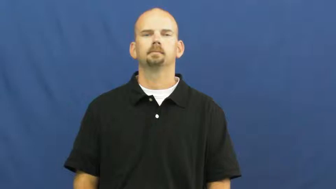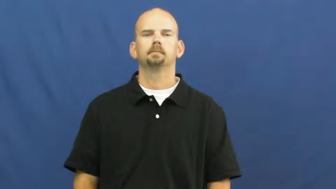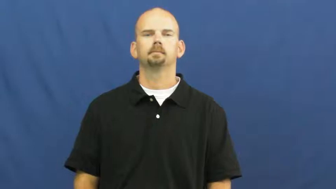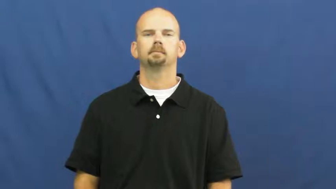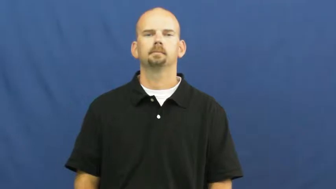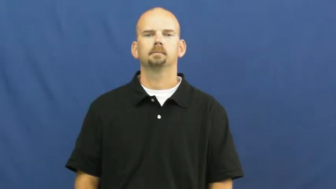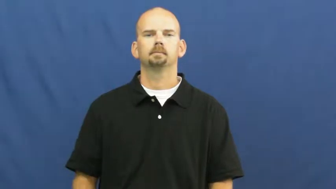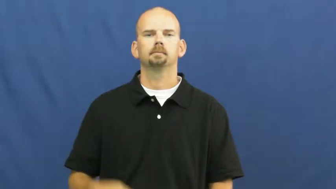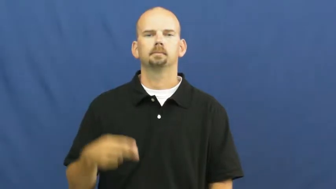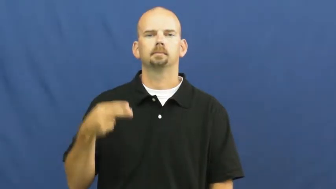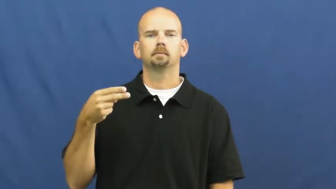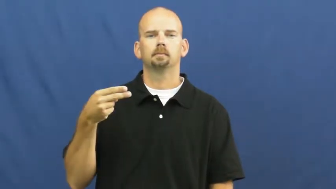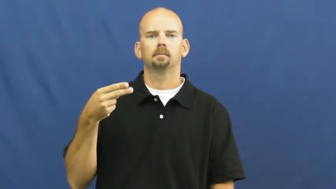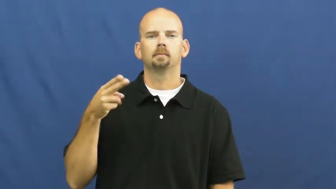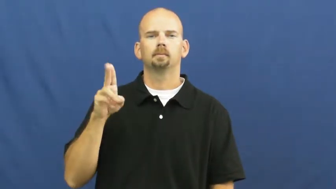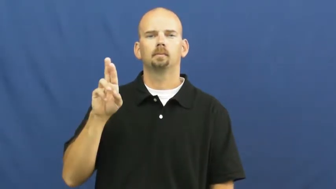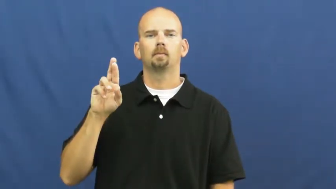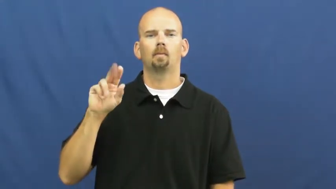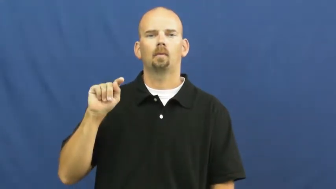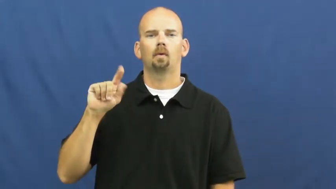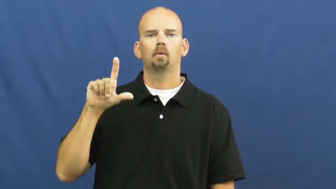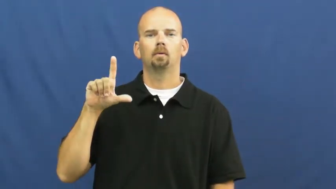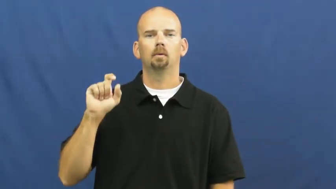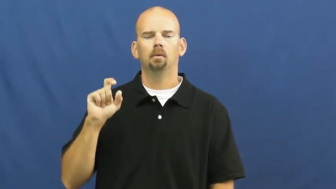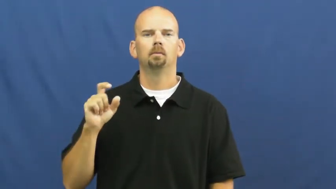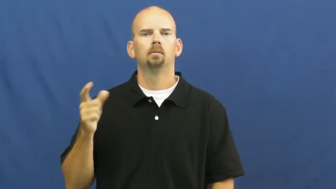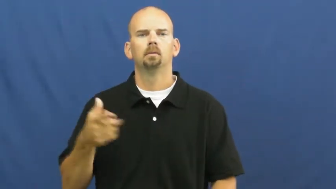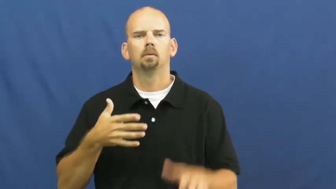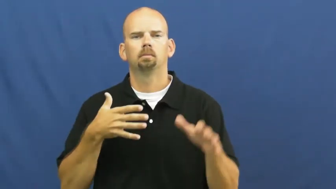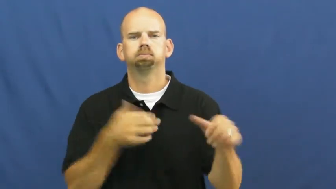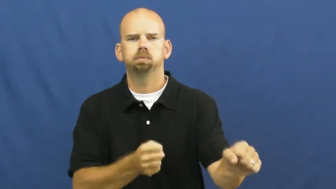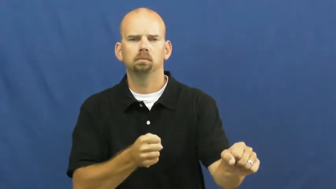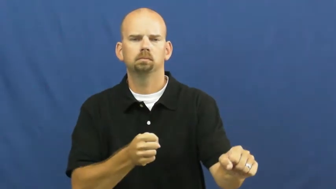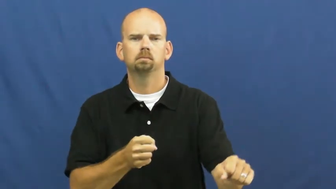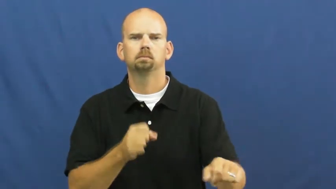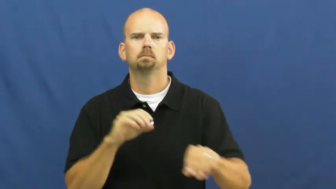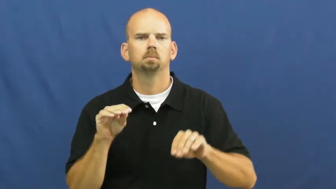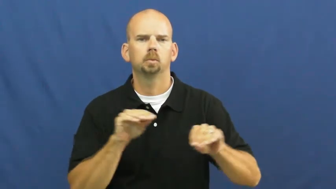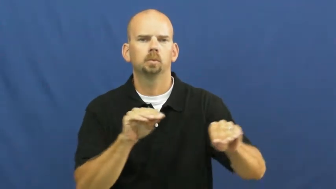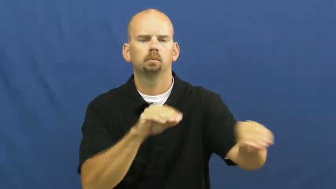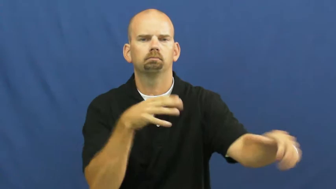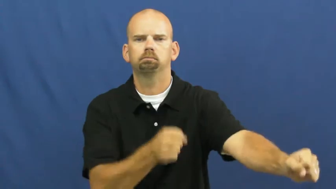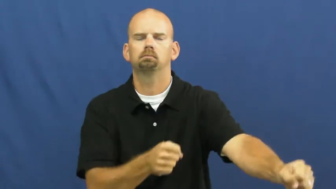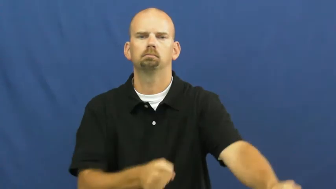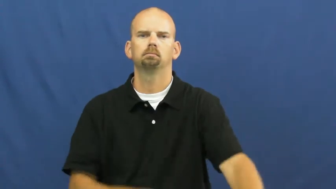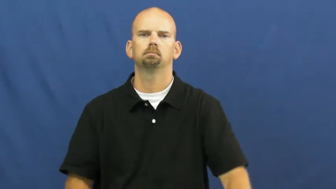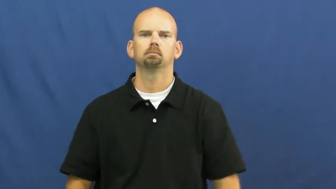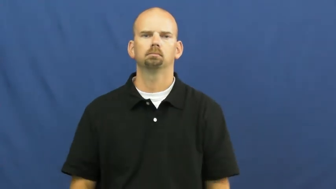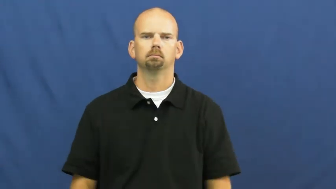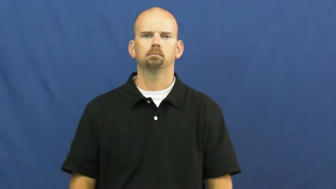hurtle